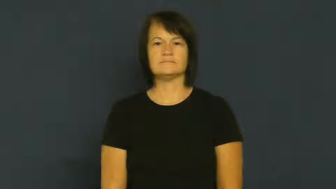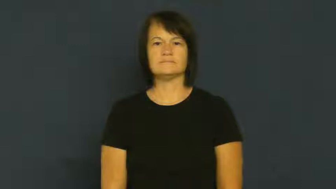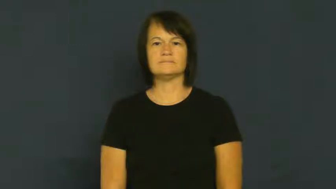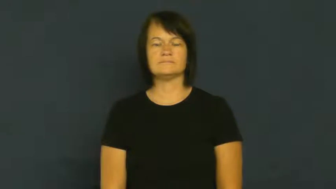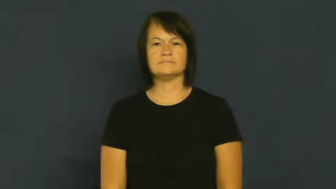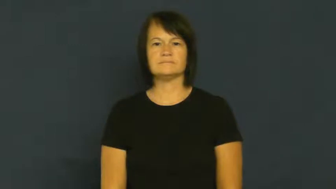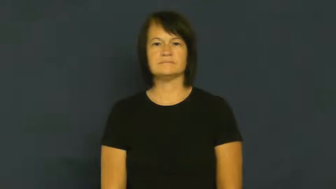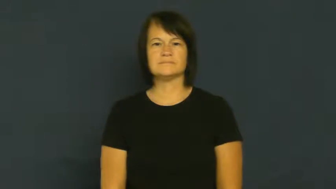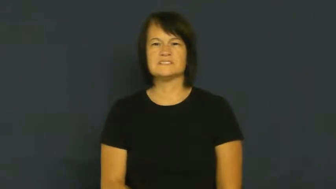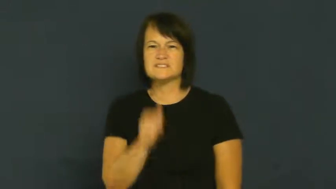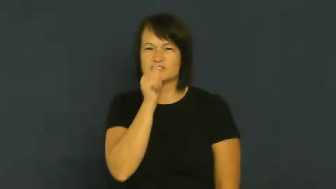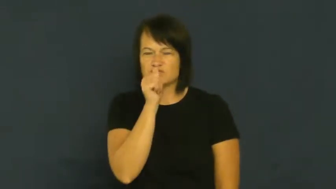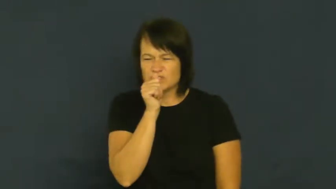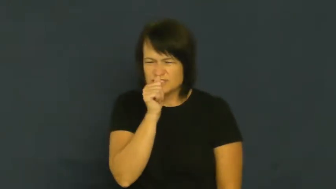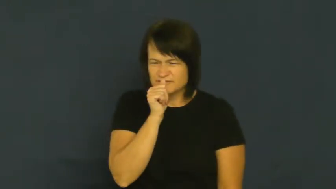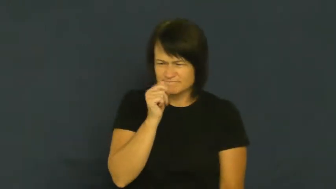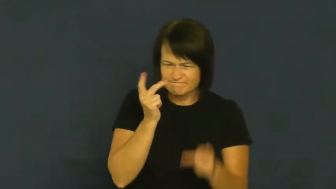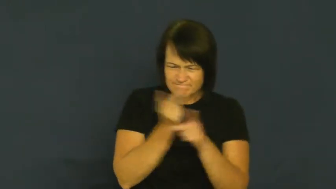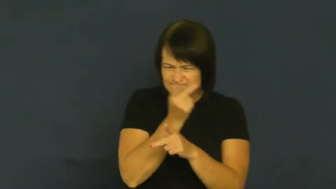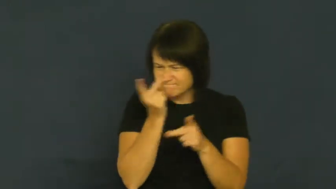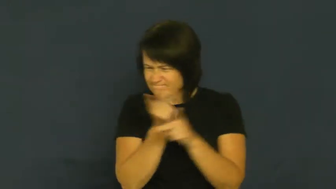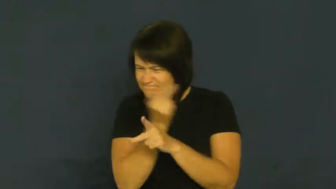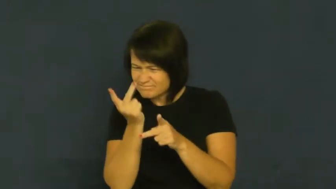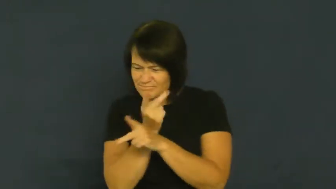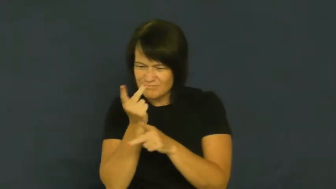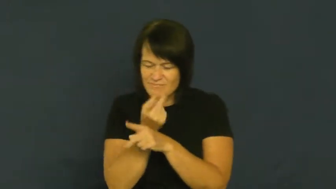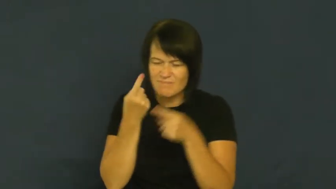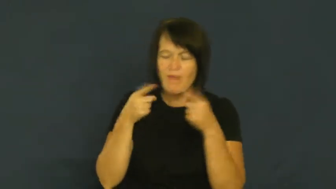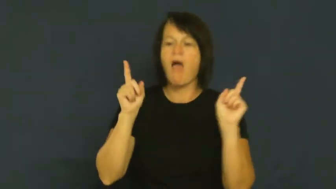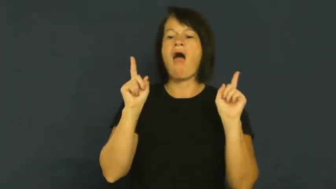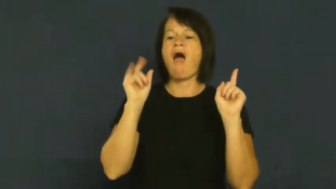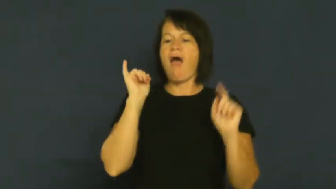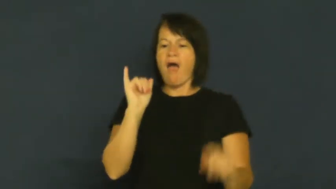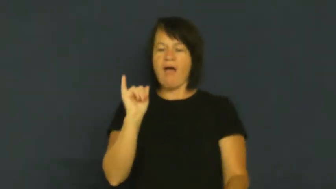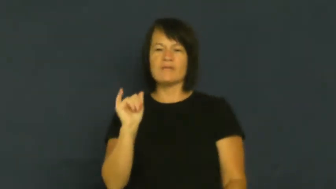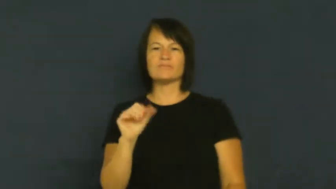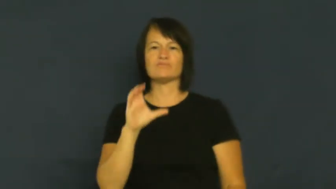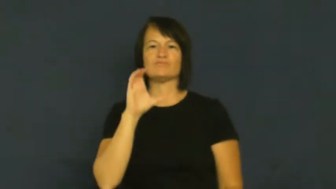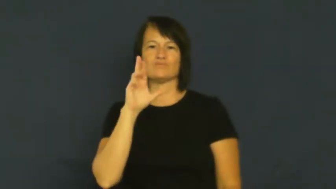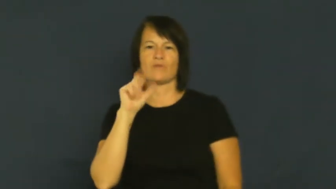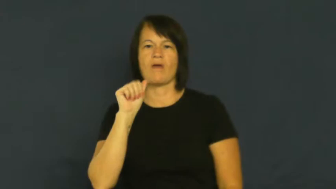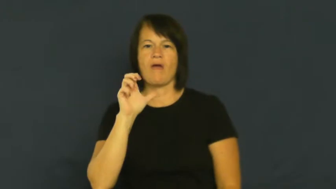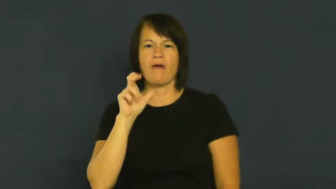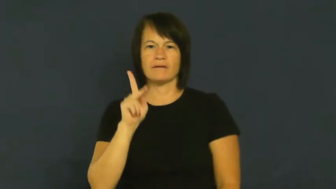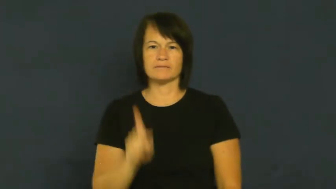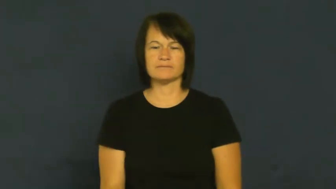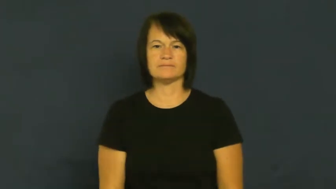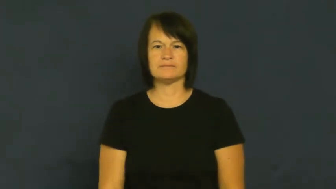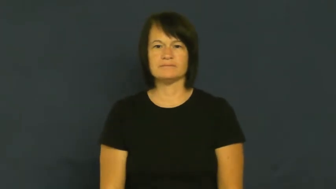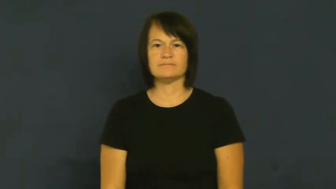crack-code